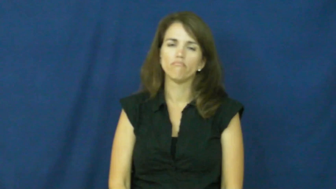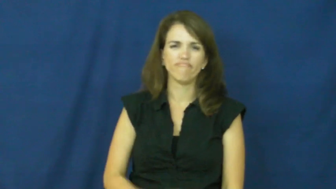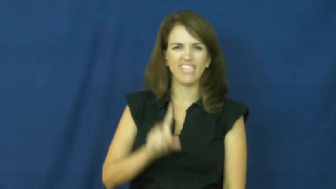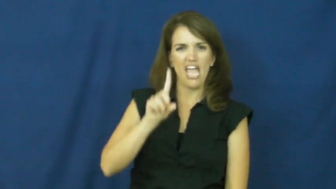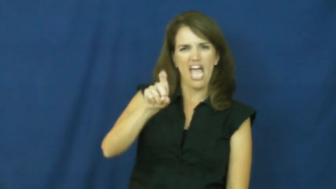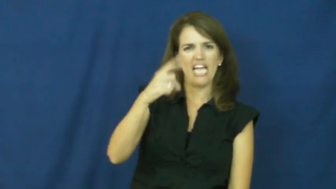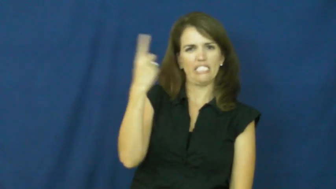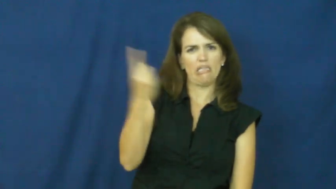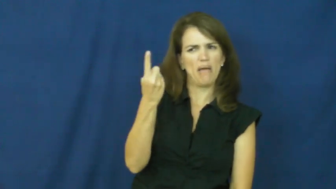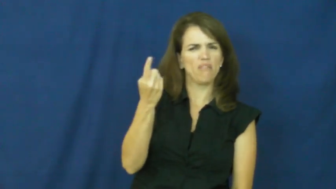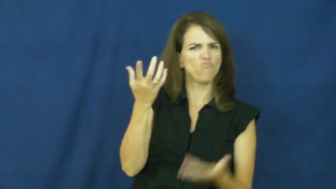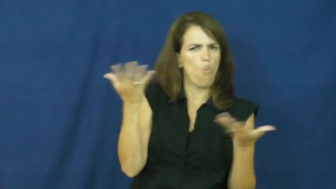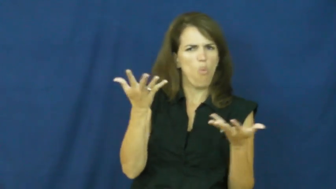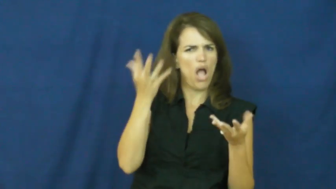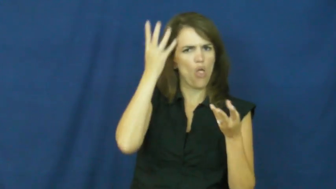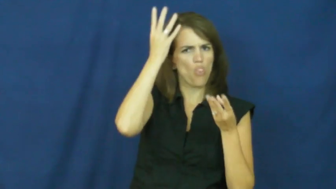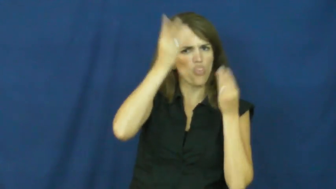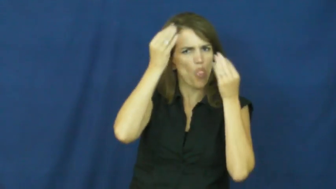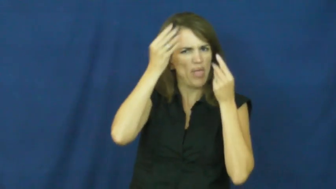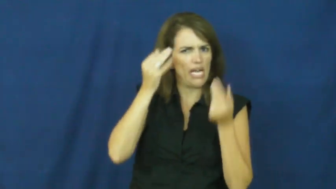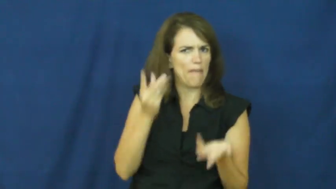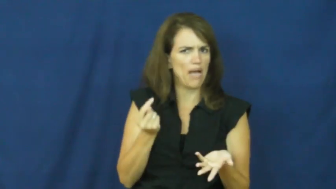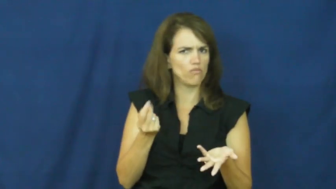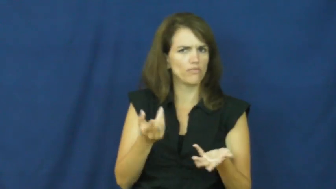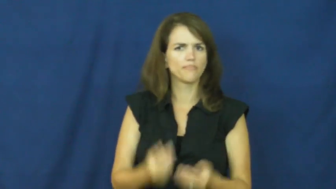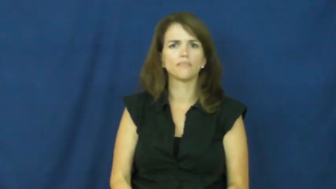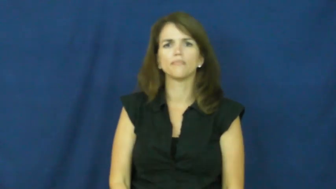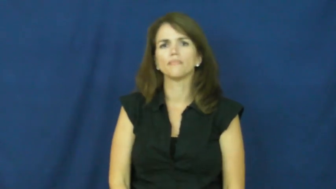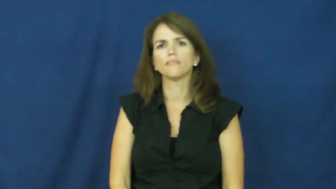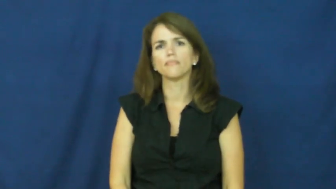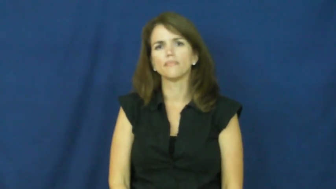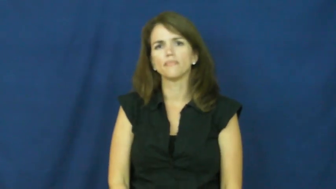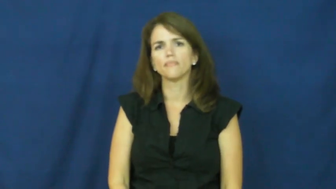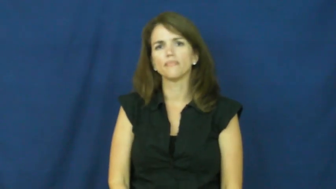"a penny for your thoughts"